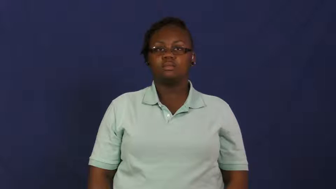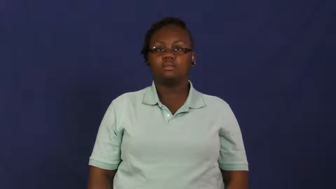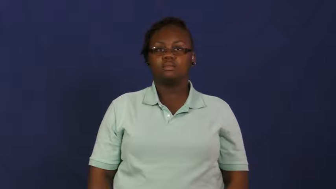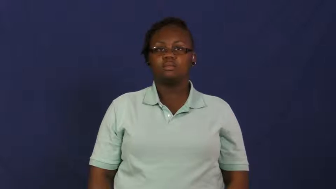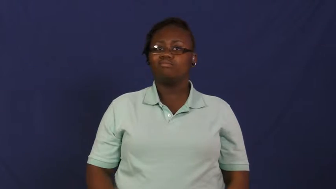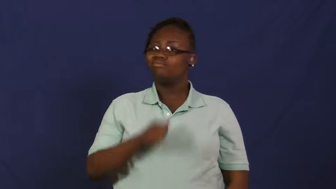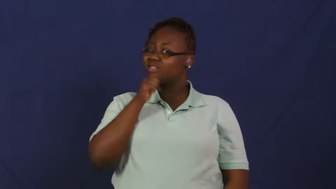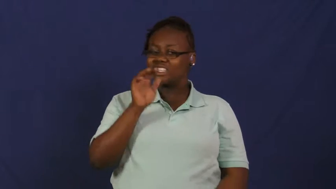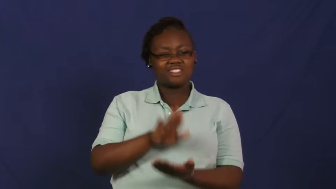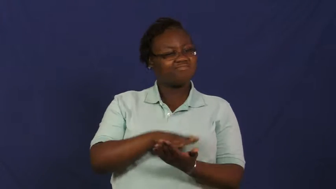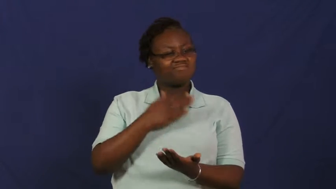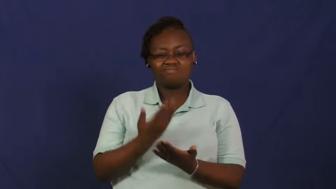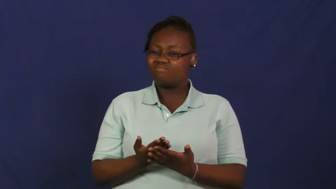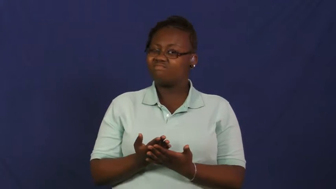raw-food